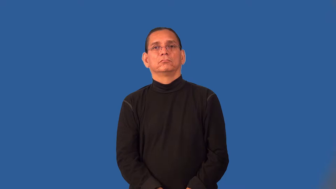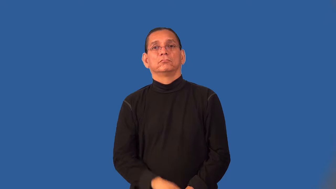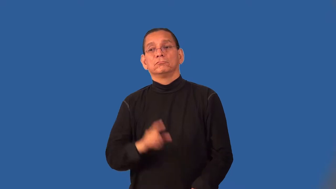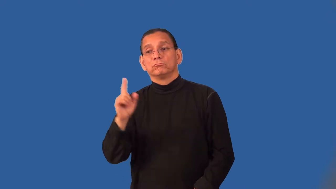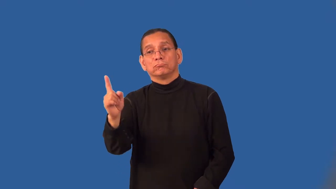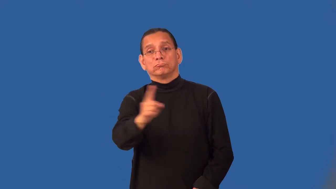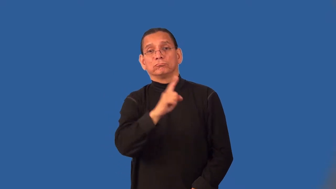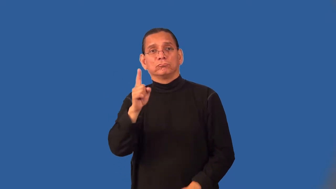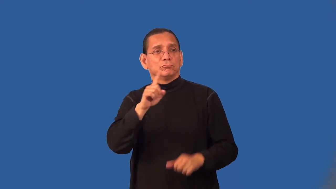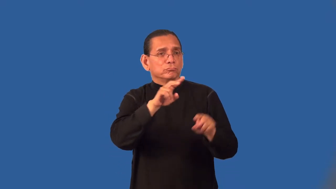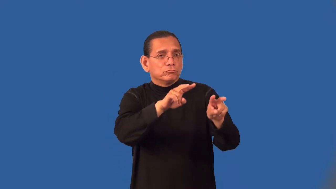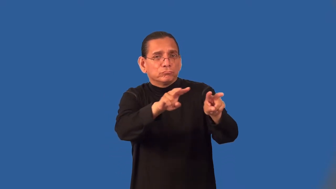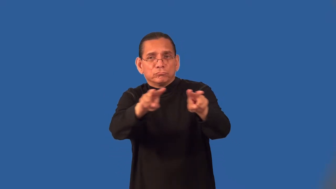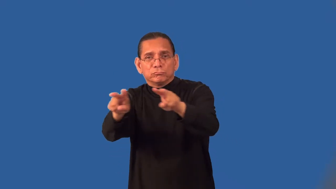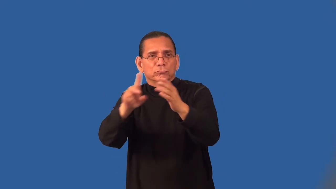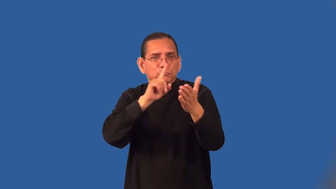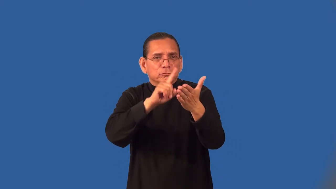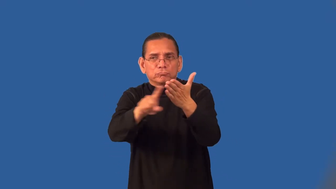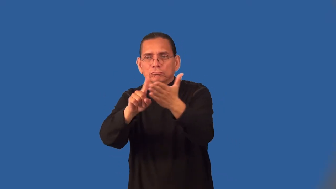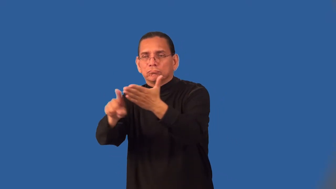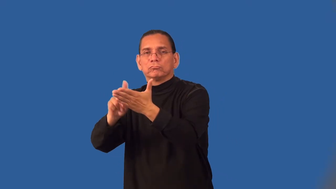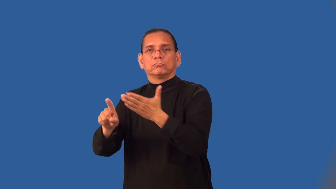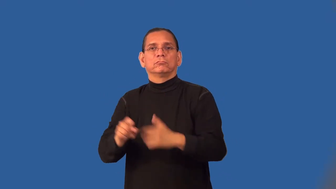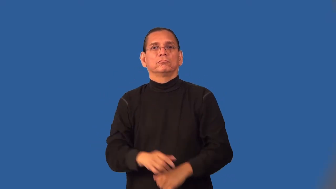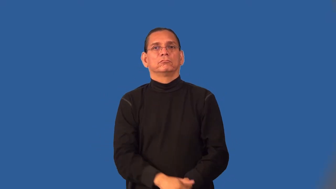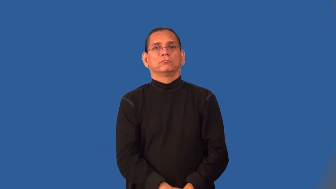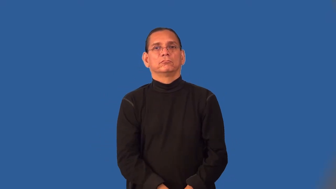patrol-regular movement